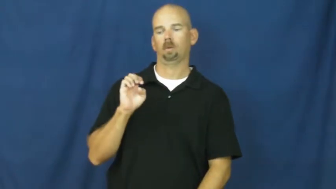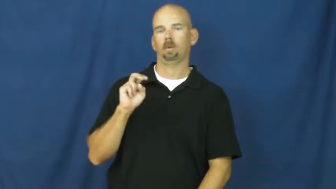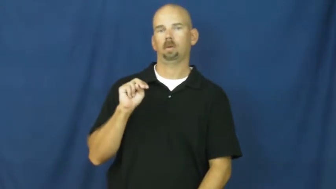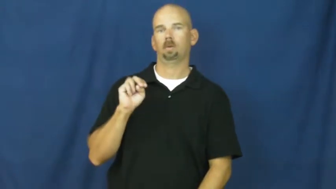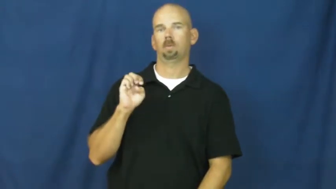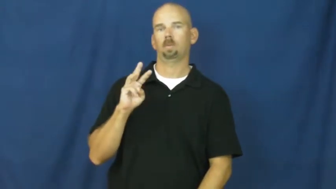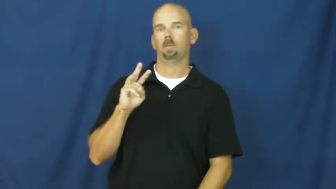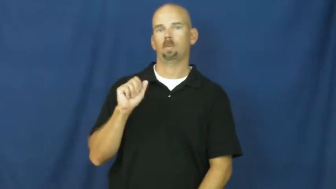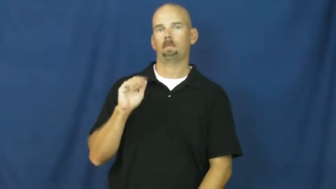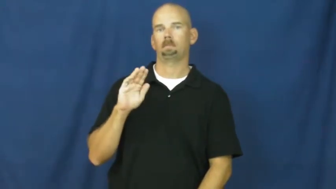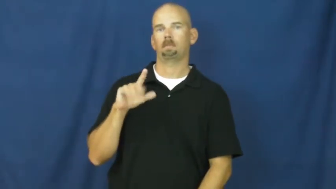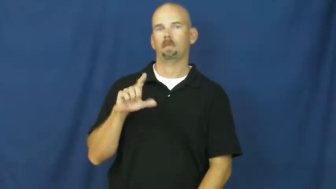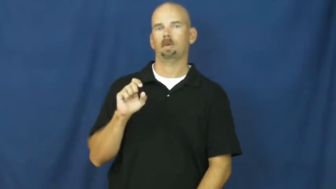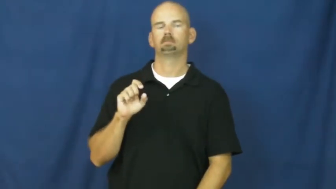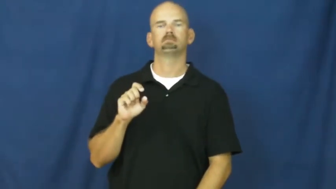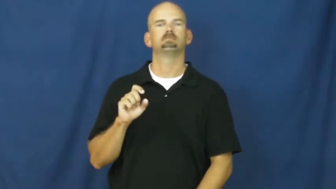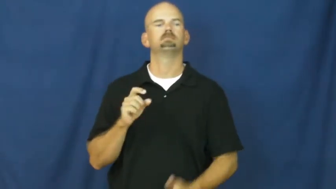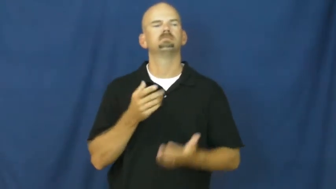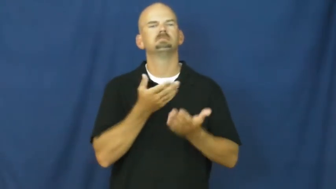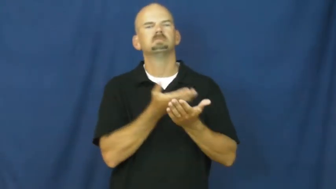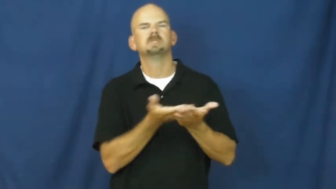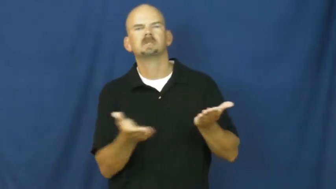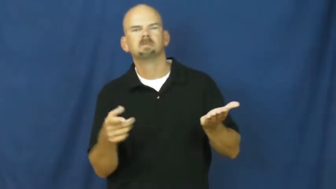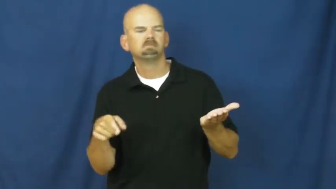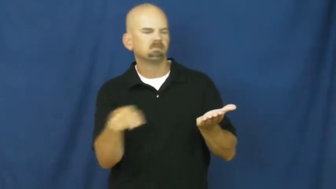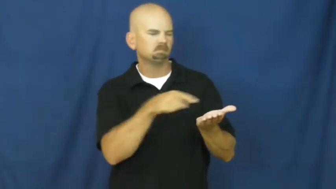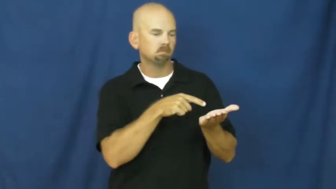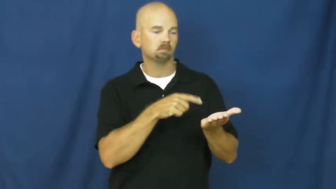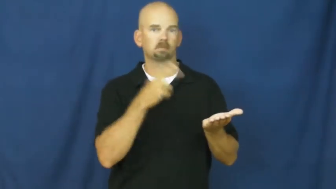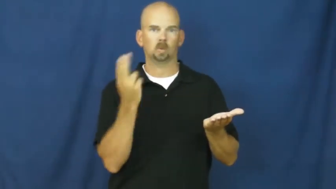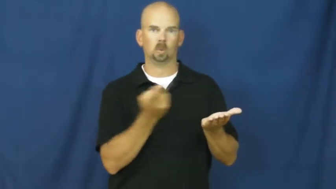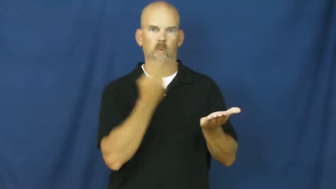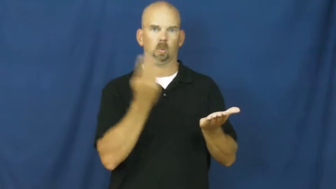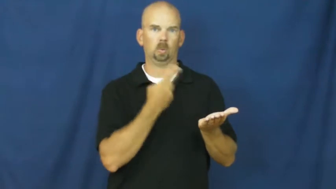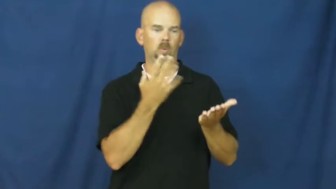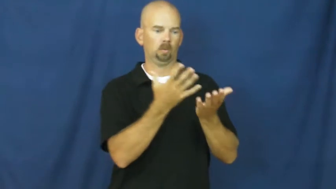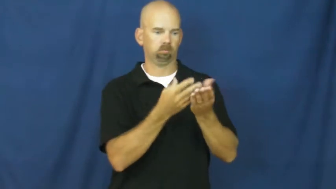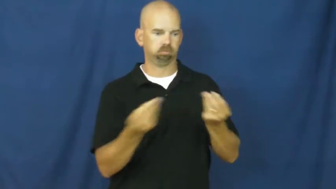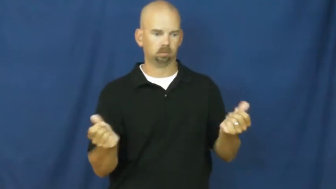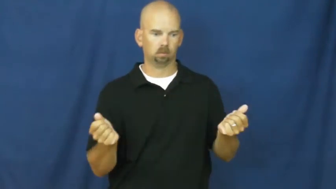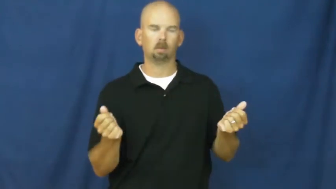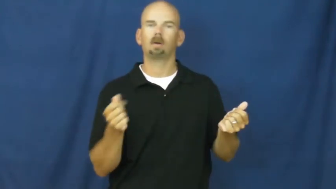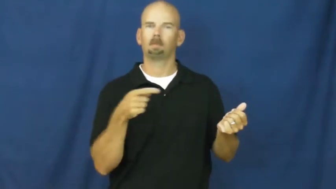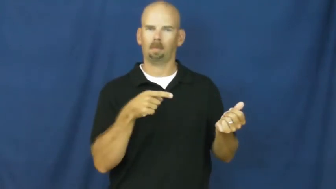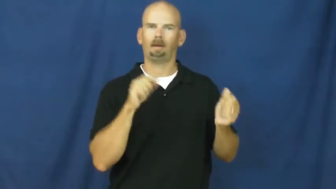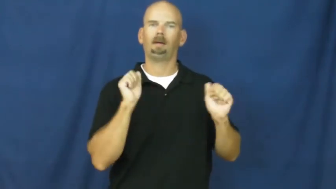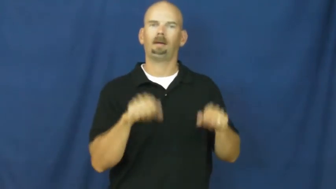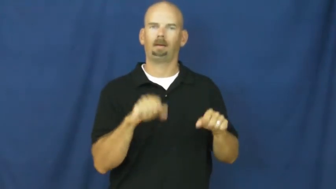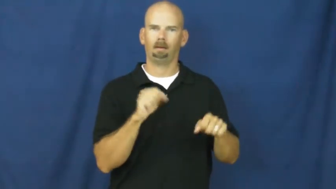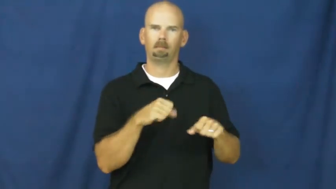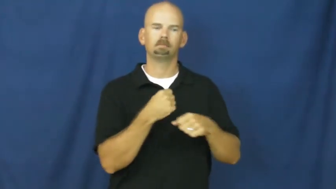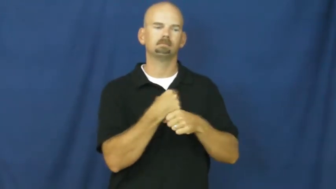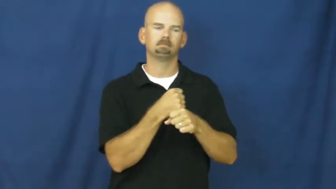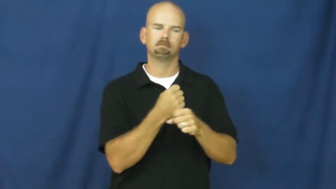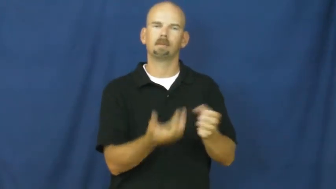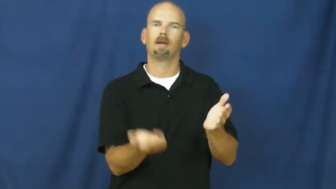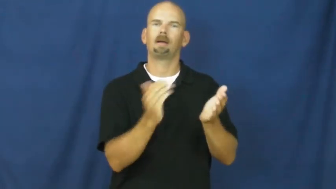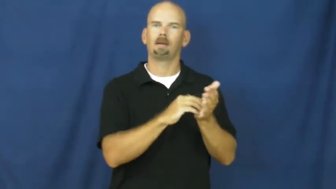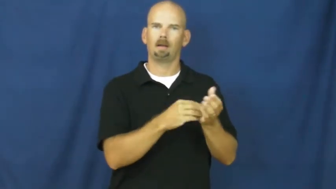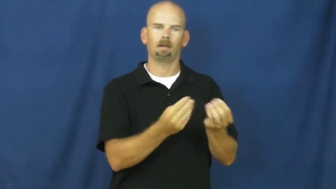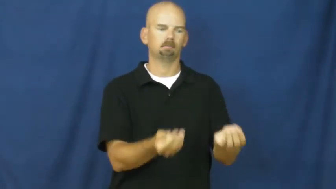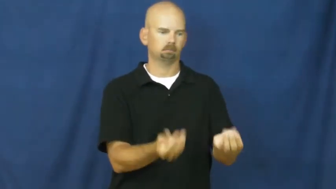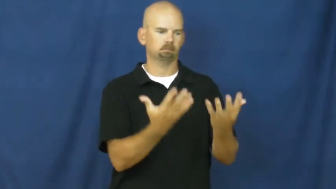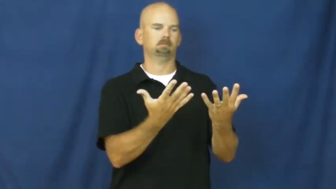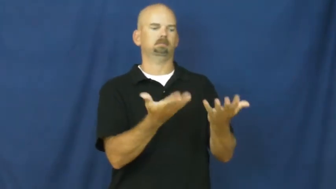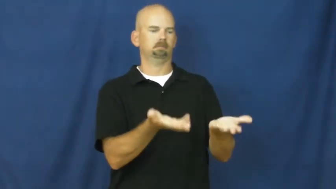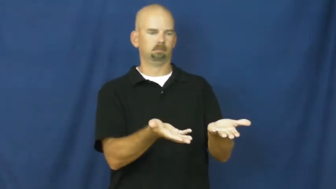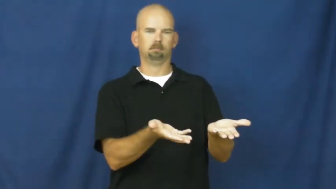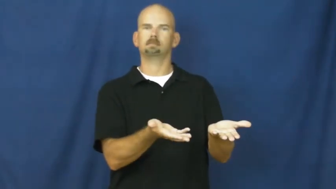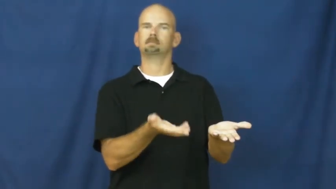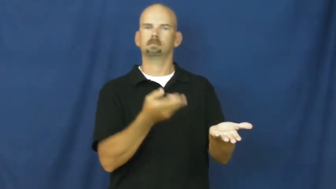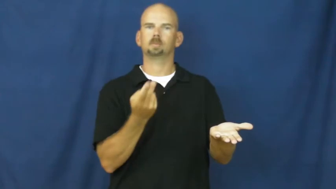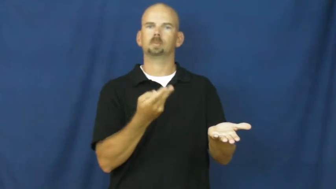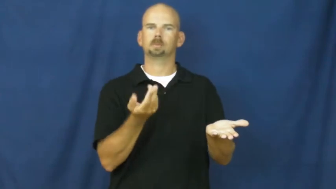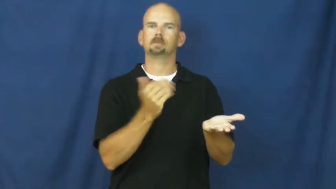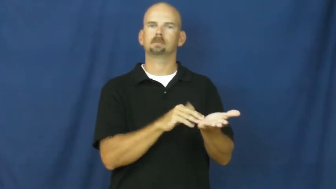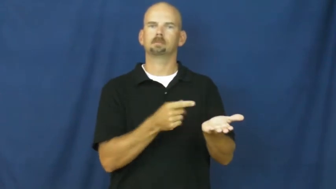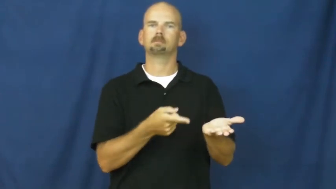renewable-materials